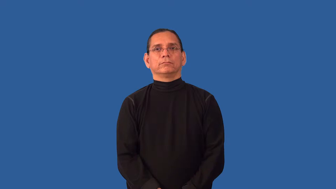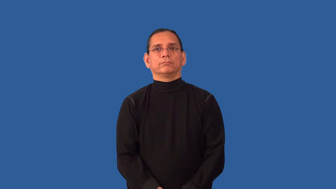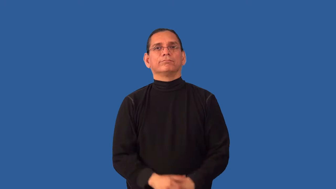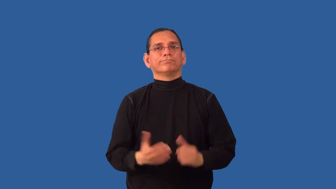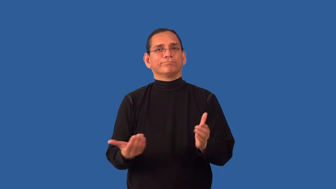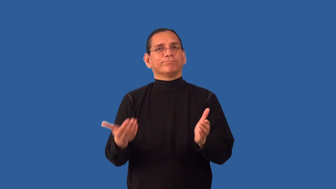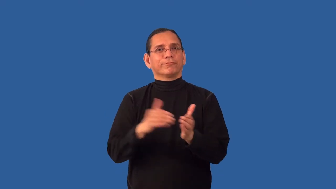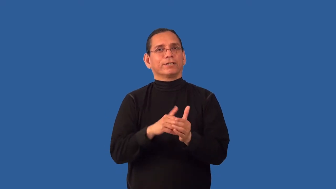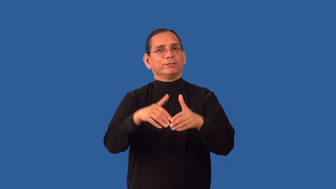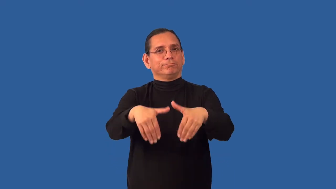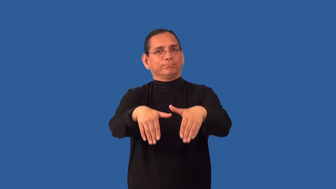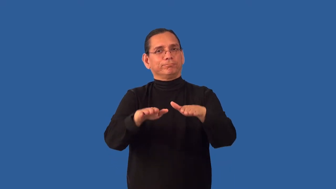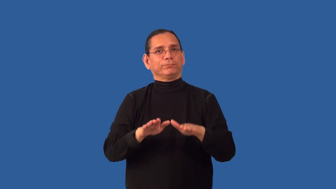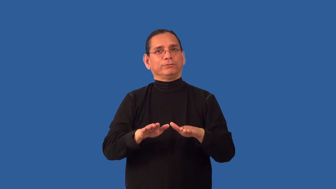rebury